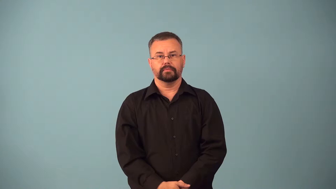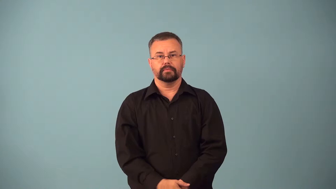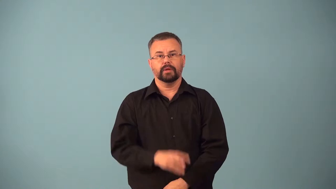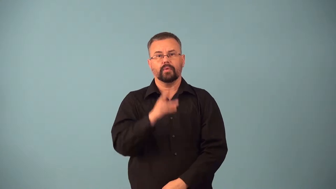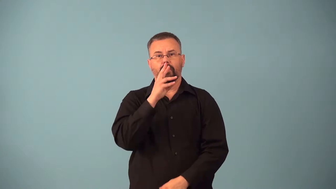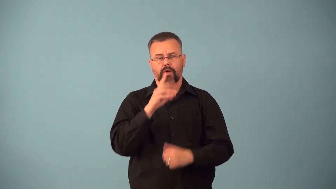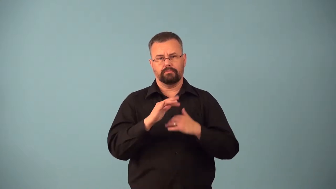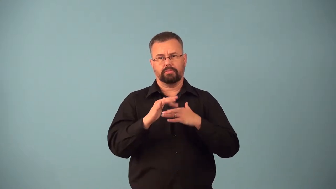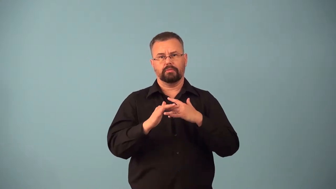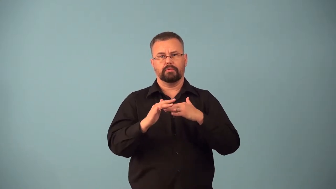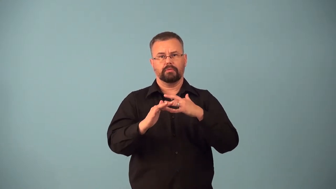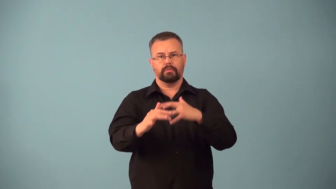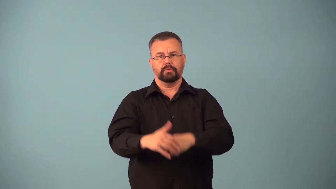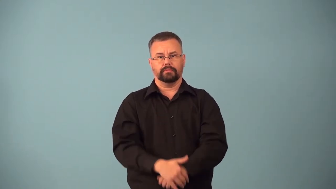babble,burble-sound like stream